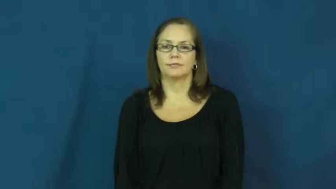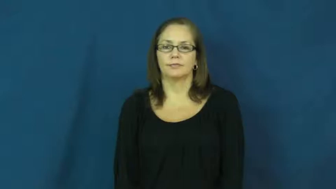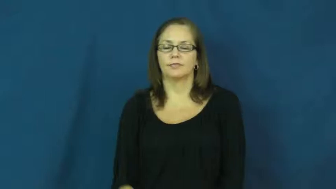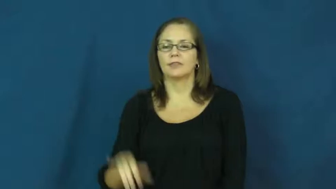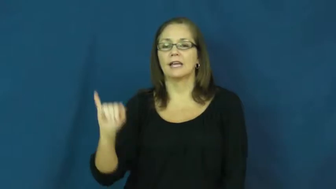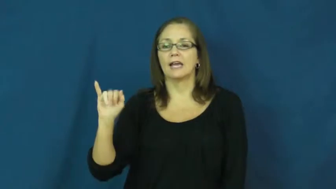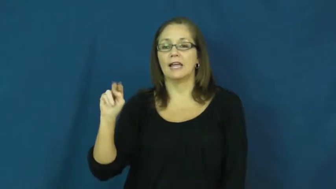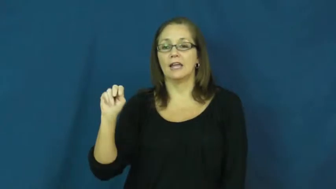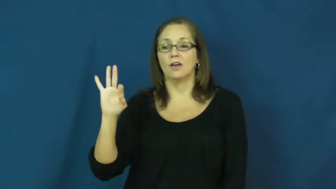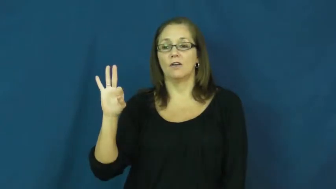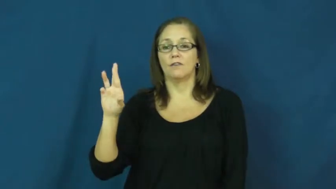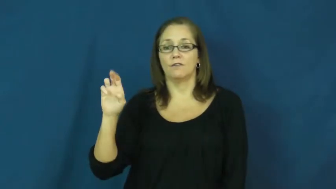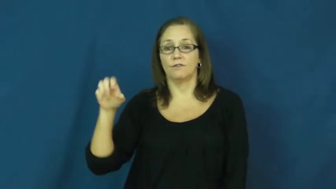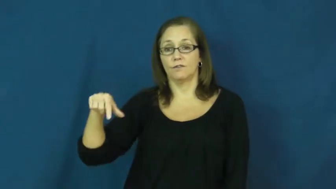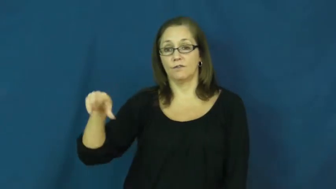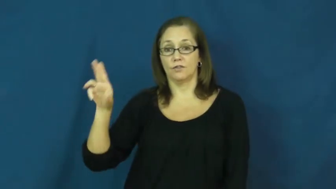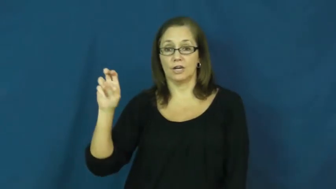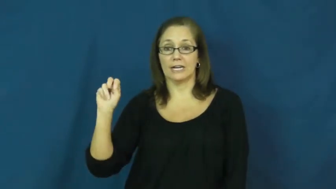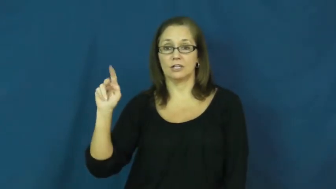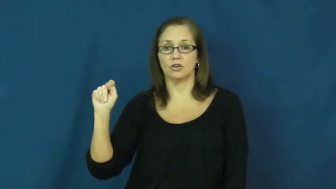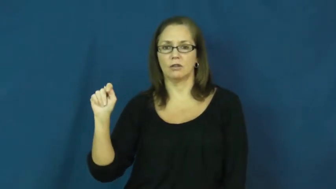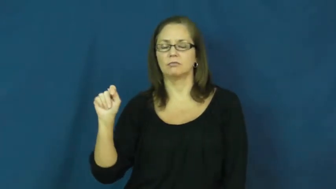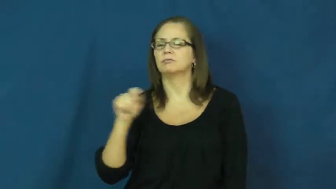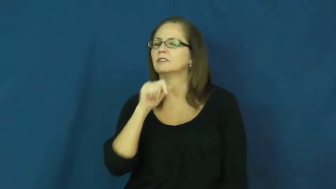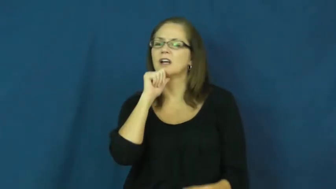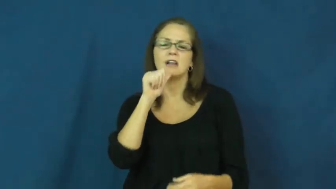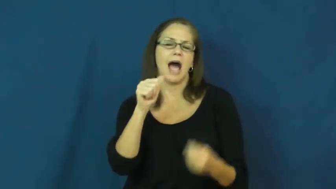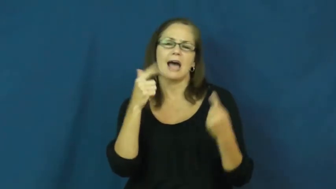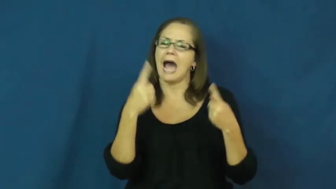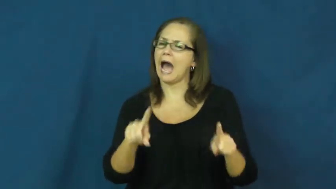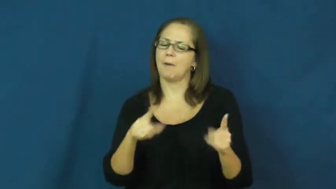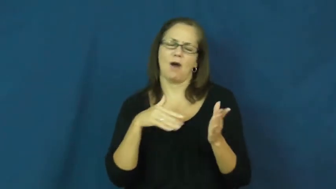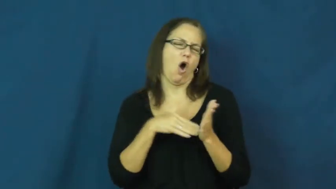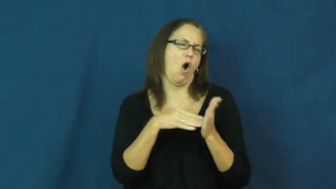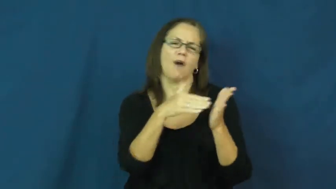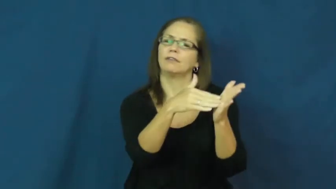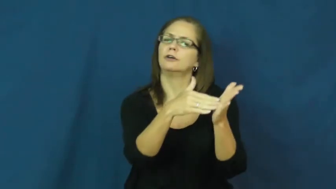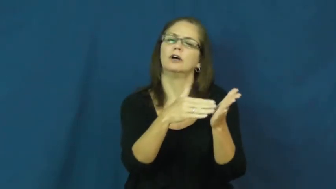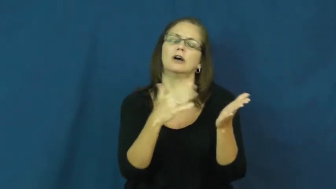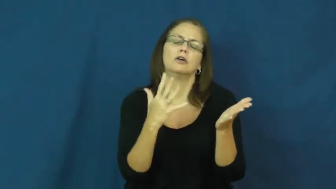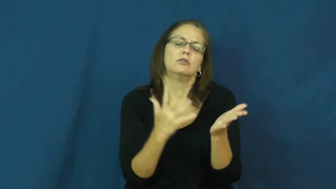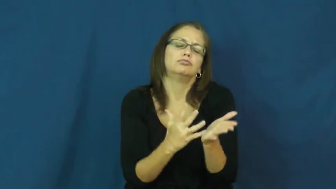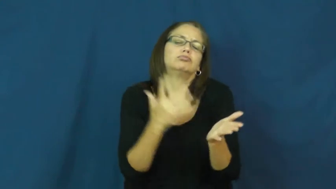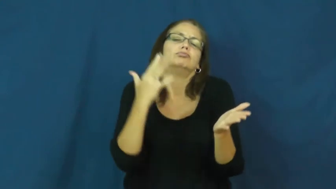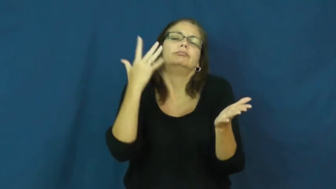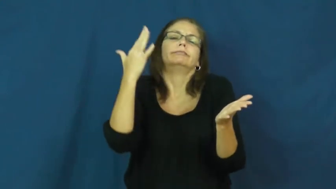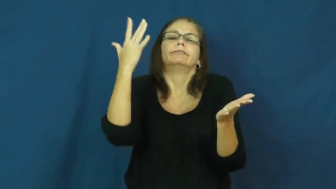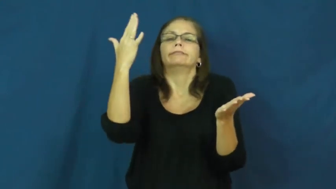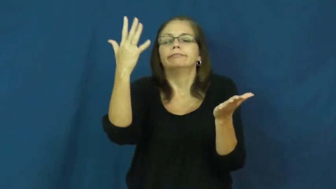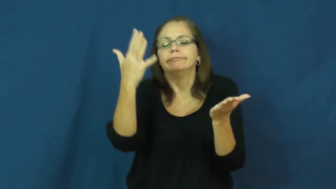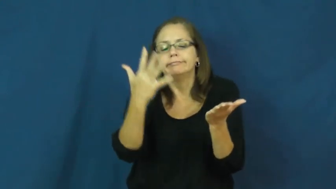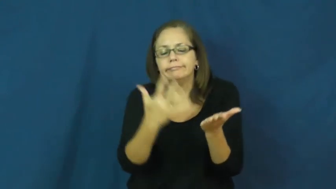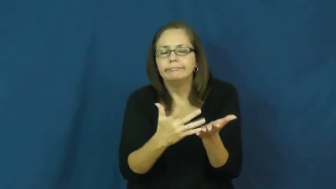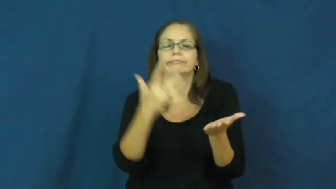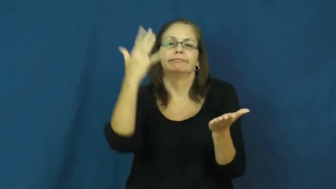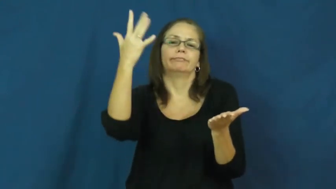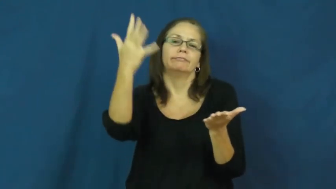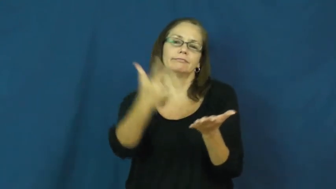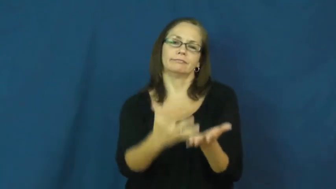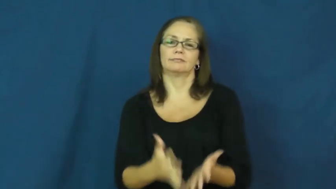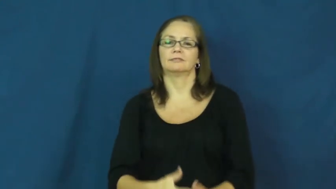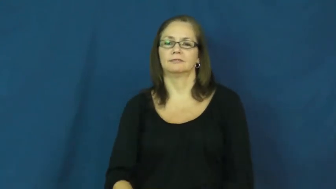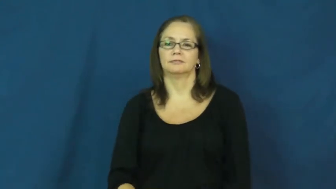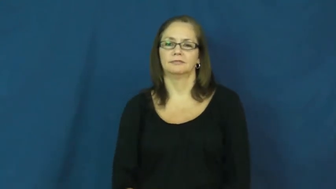infrequent